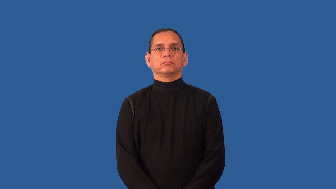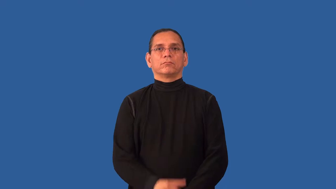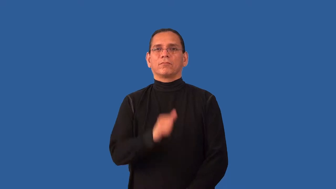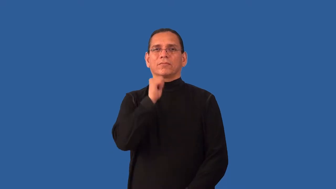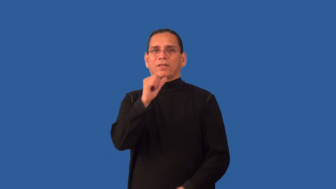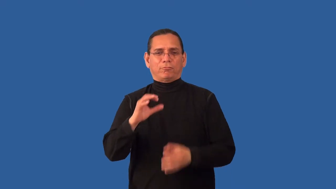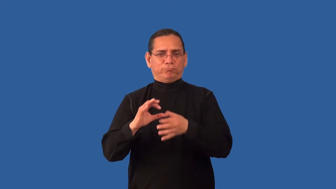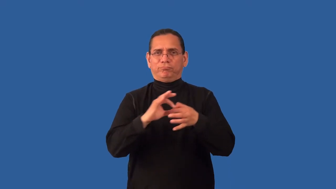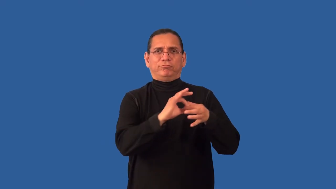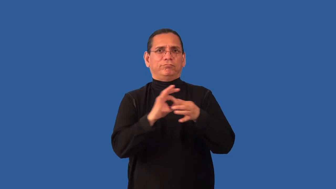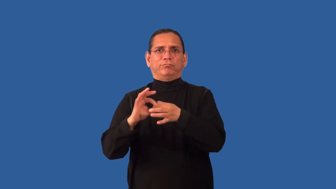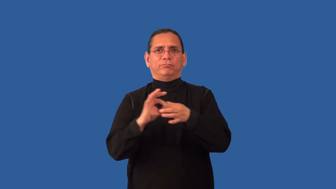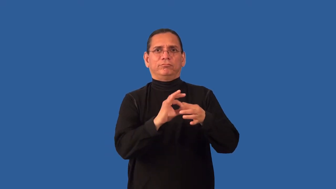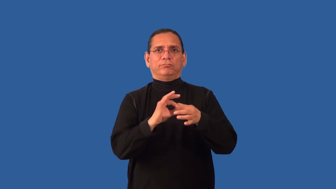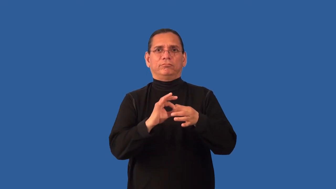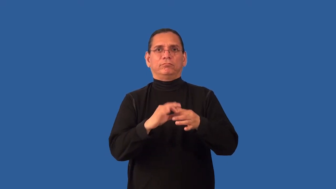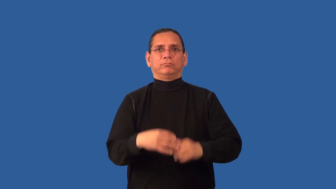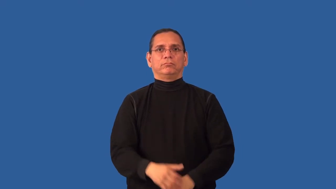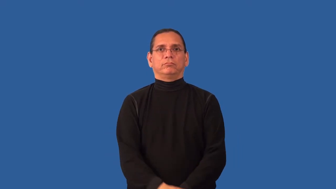inapplicable,uncorrelated